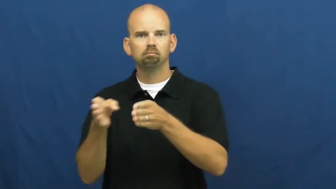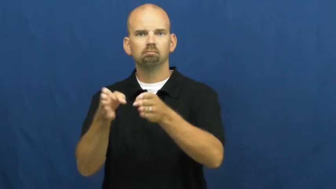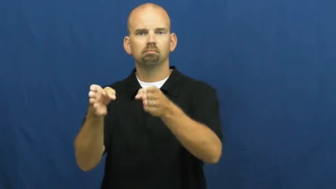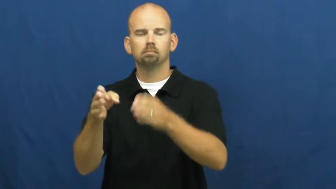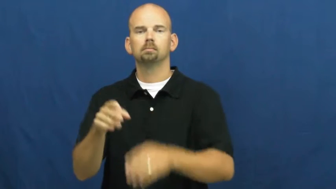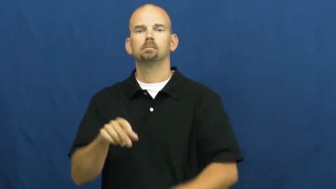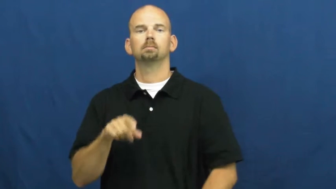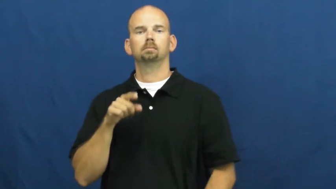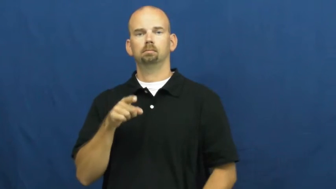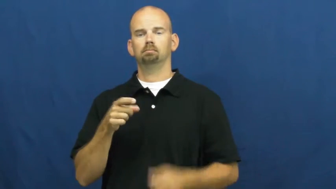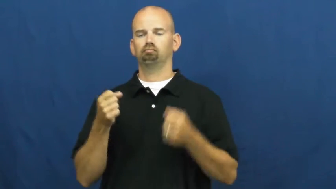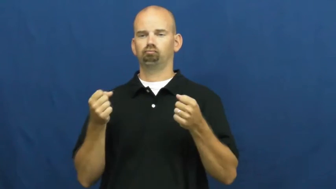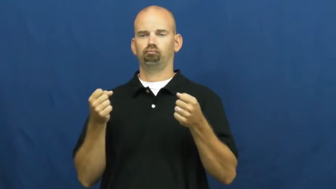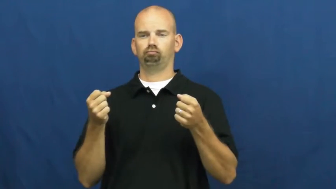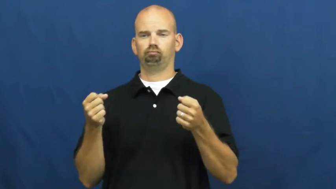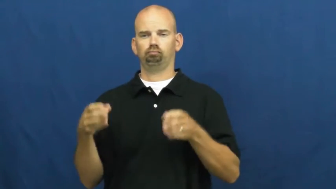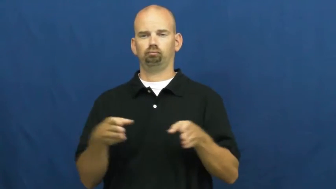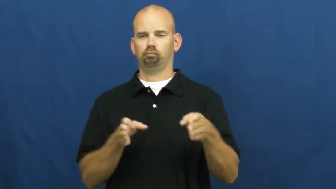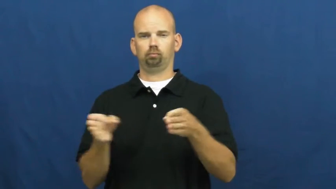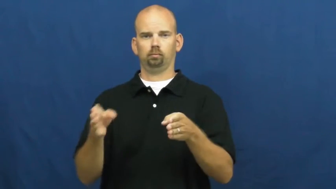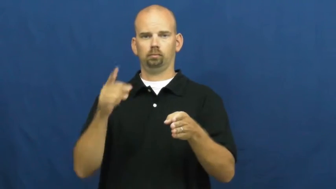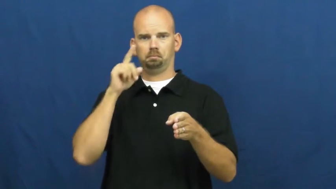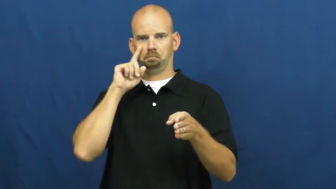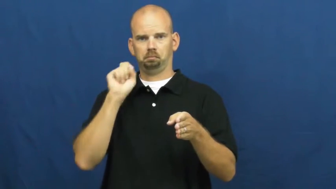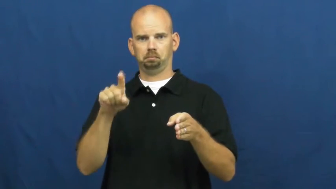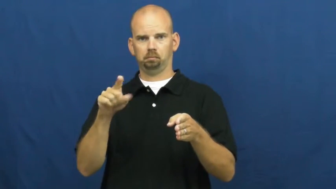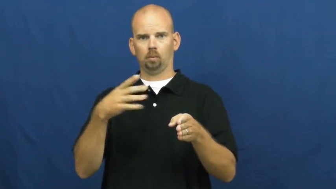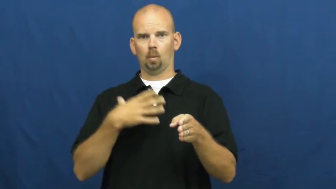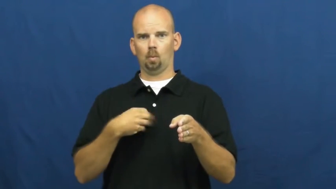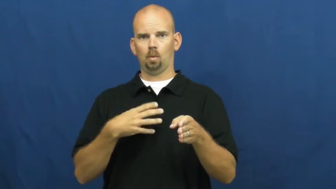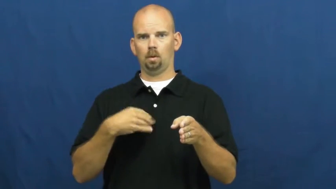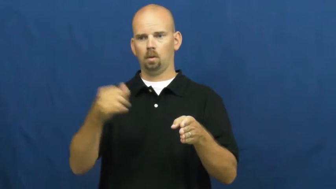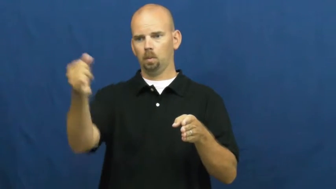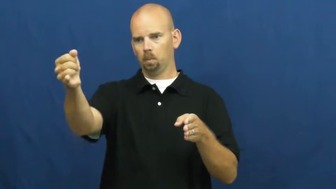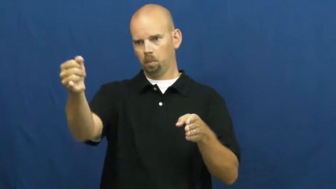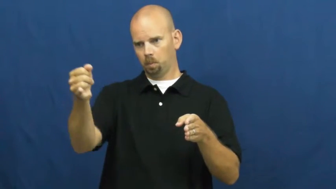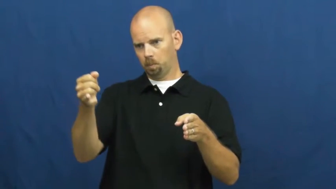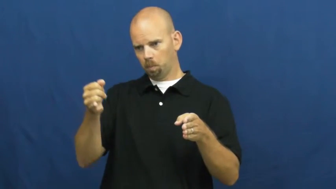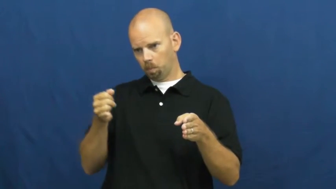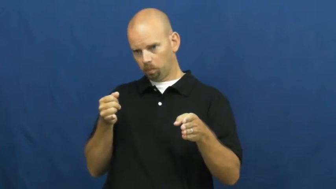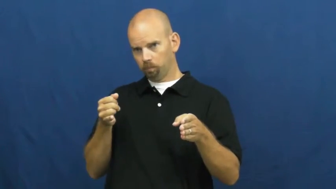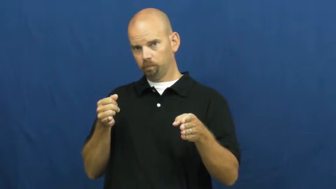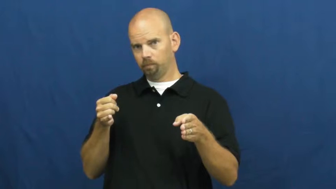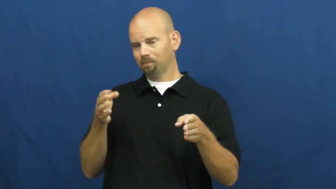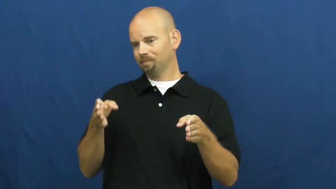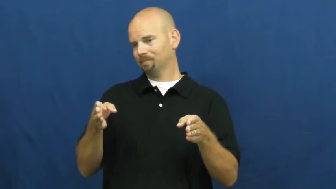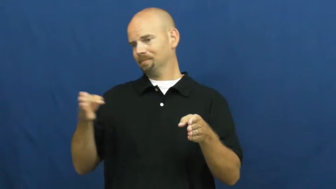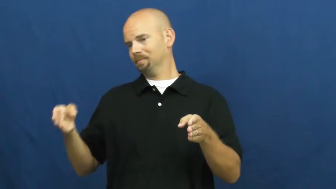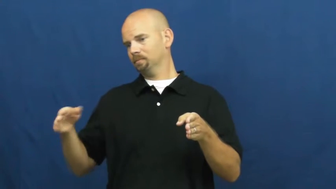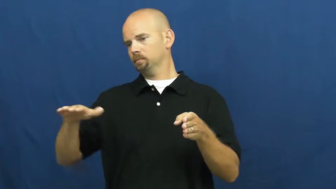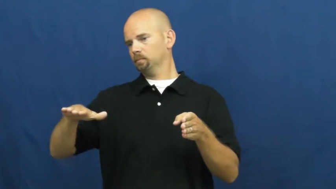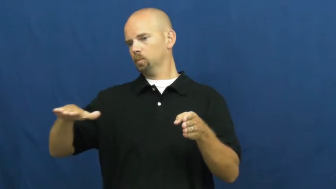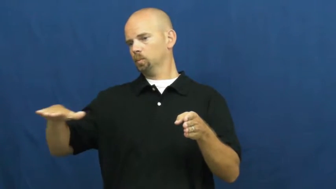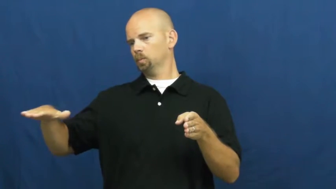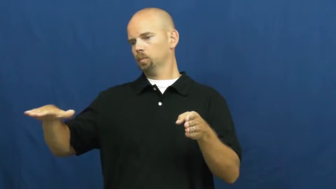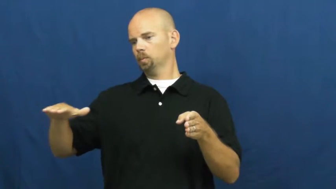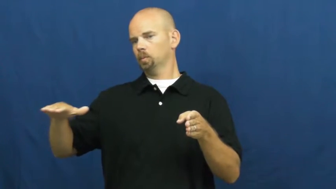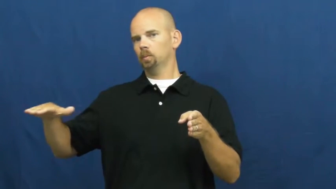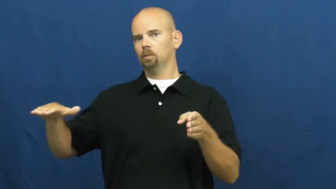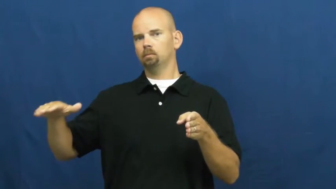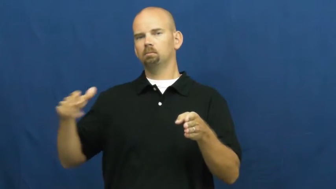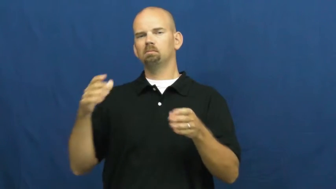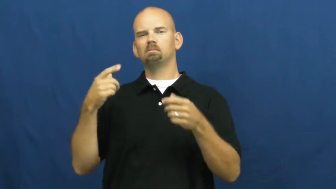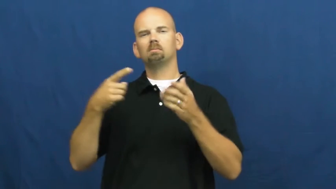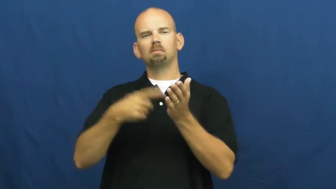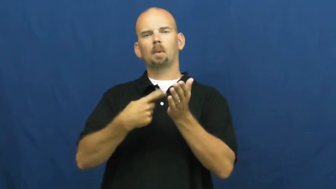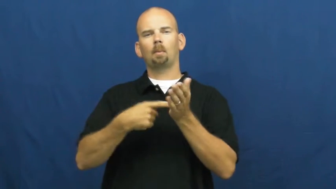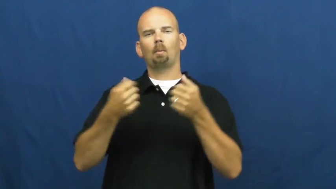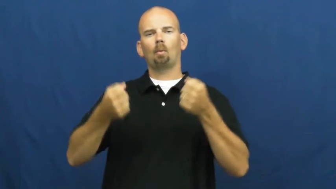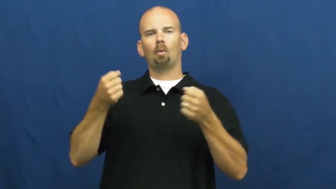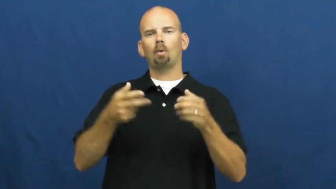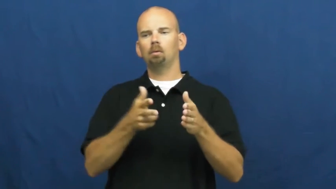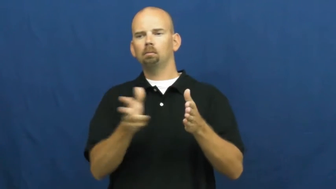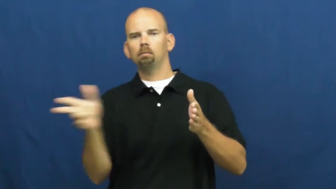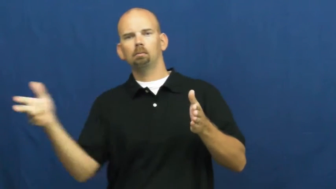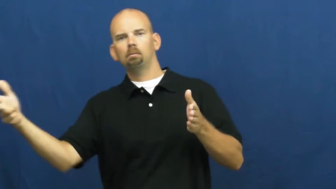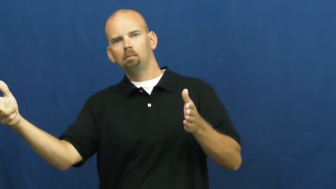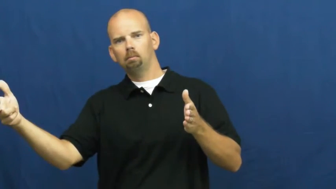shoulder-road